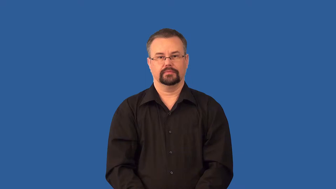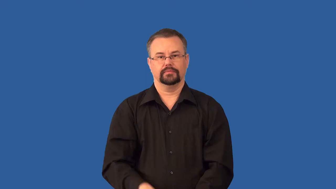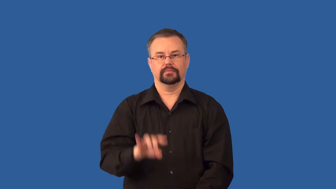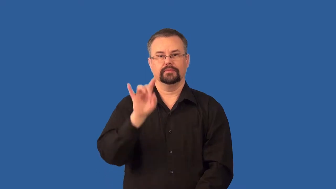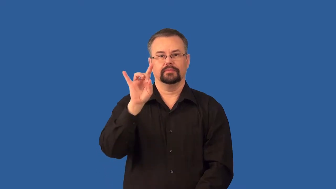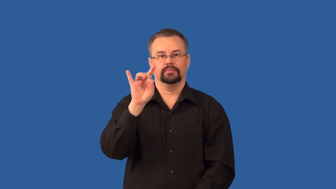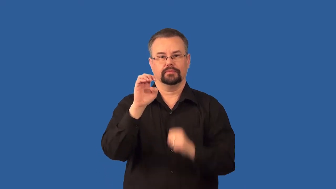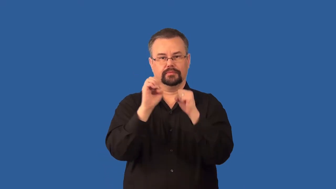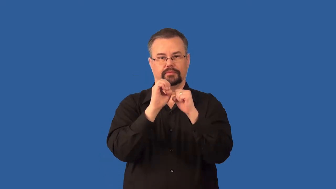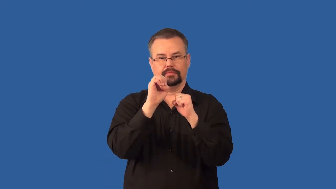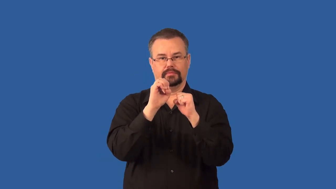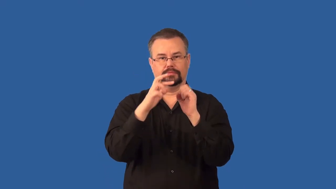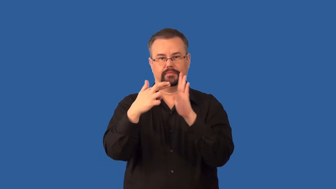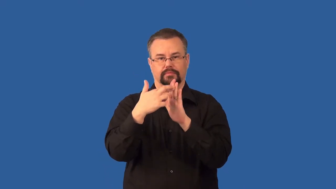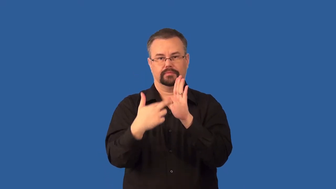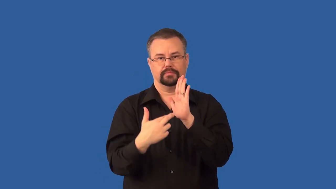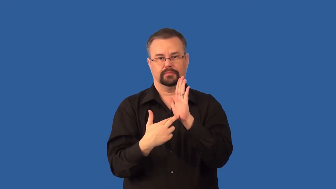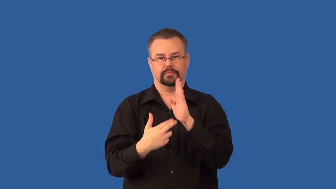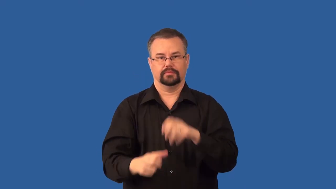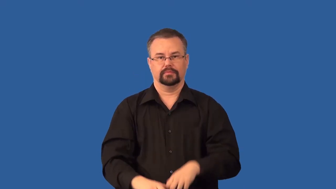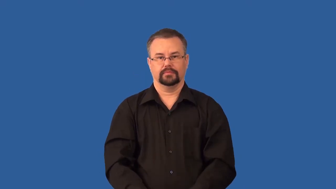octet rule